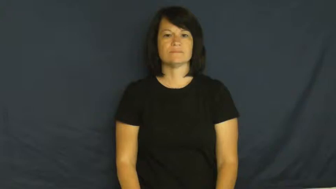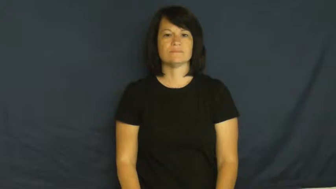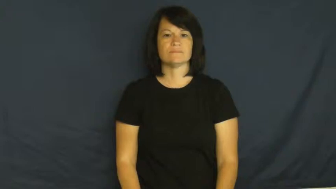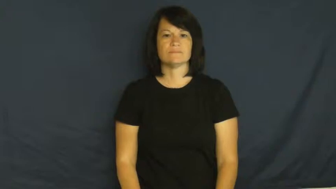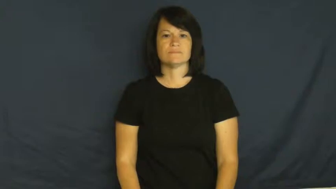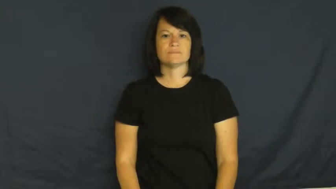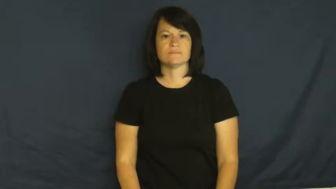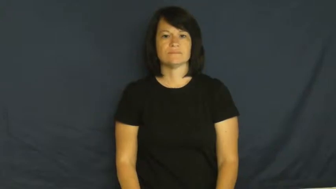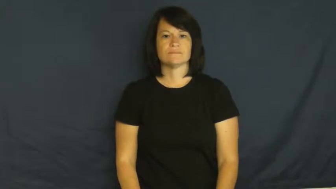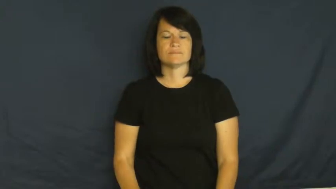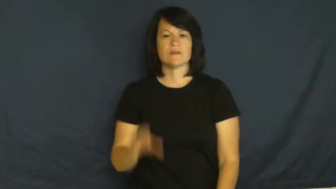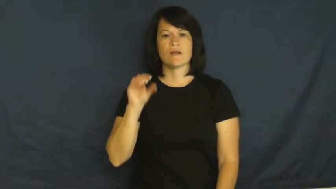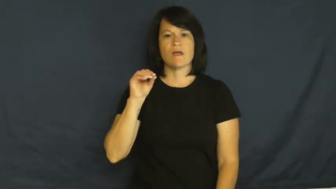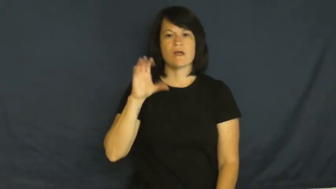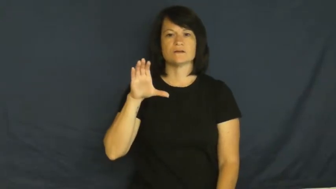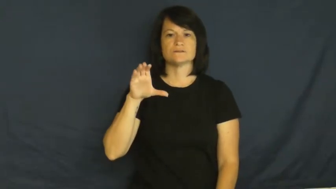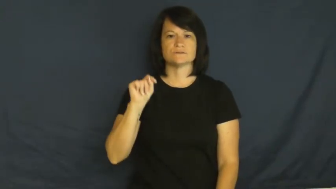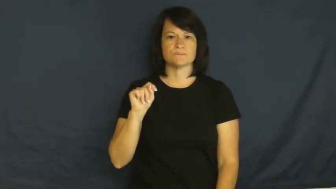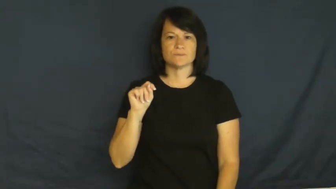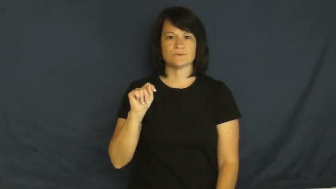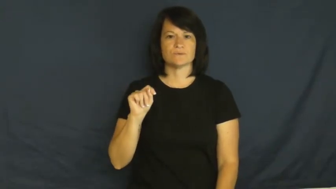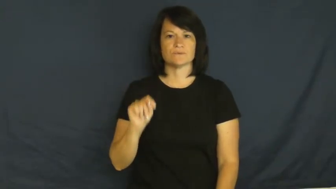October